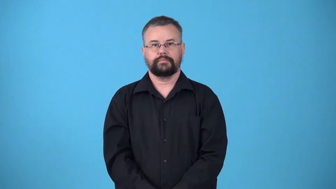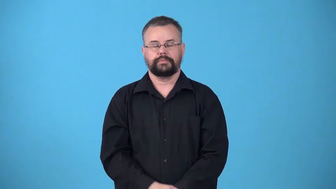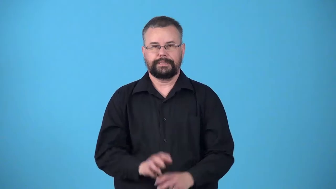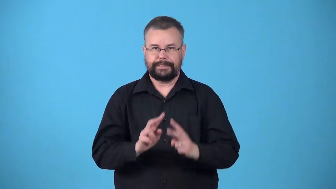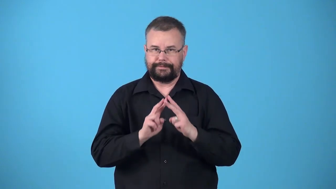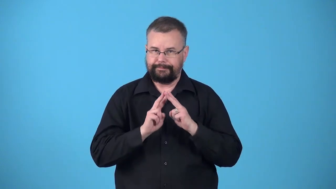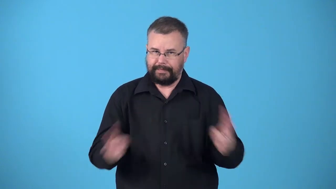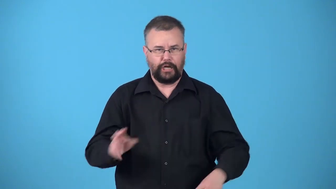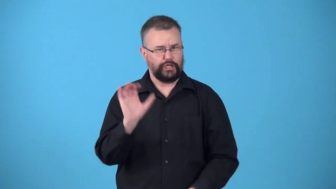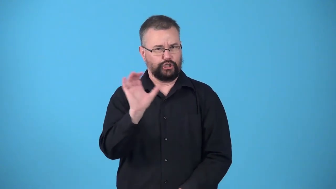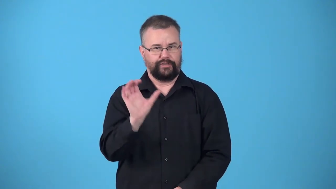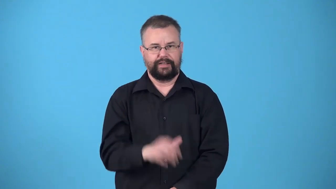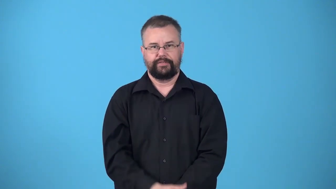ultraconservative